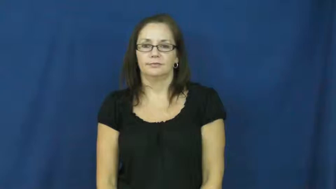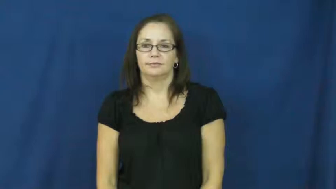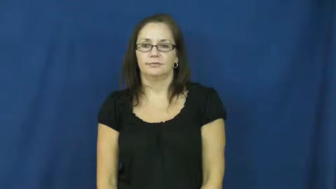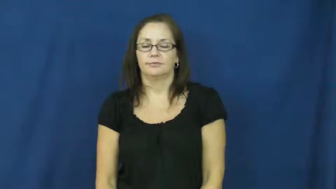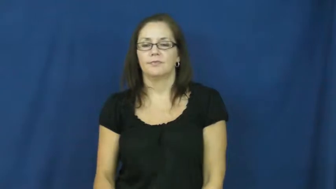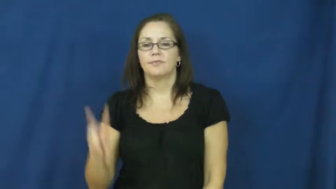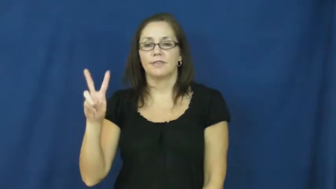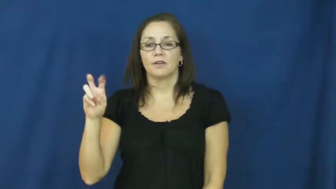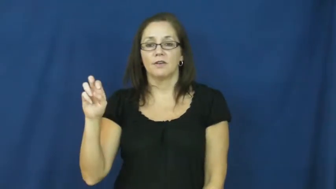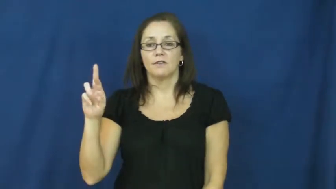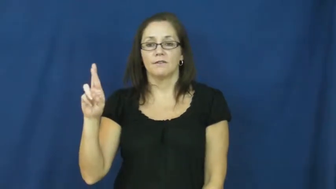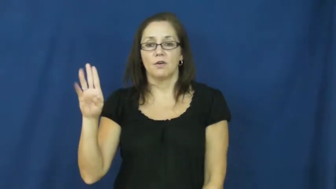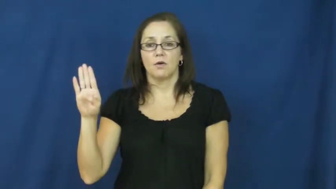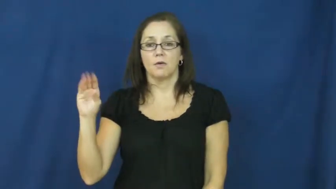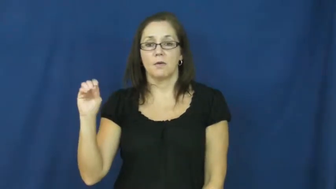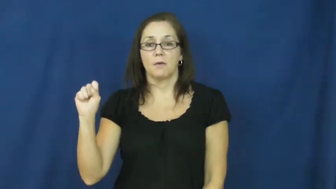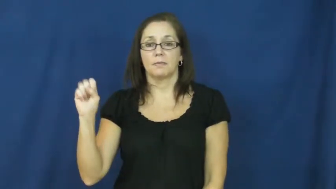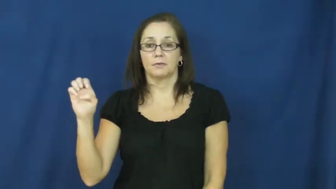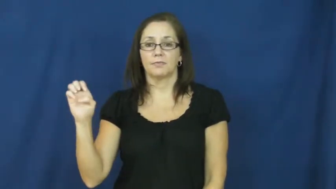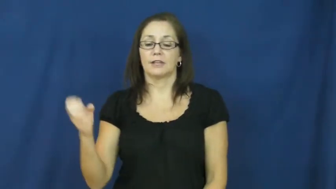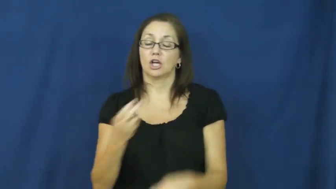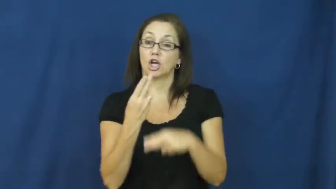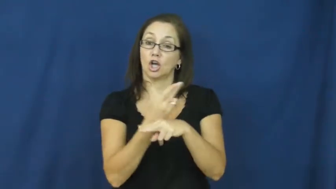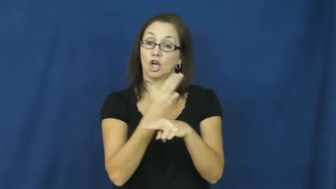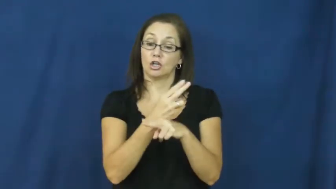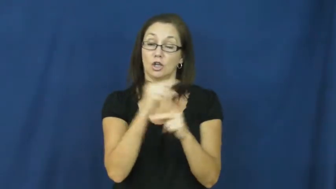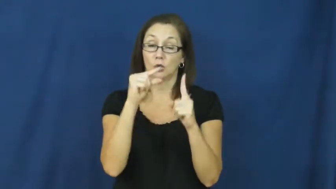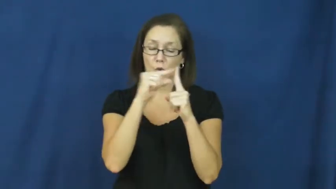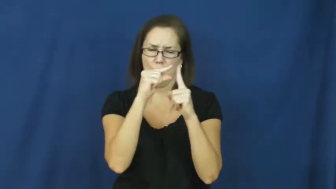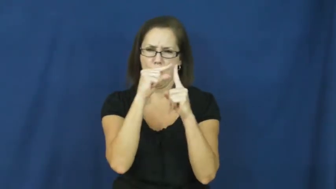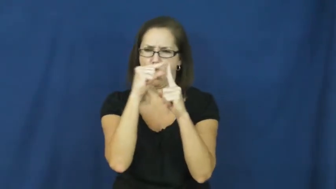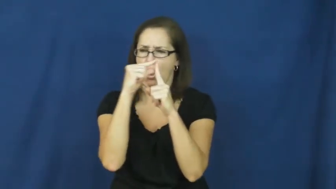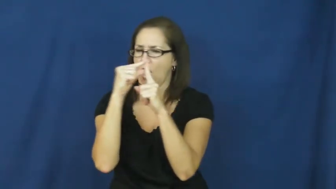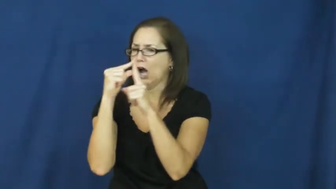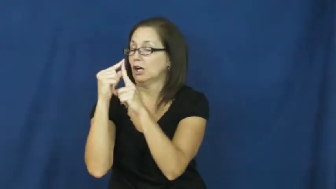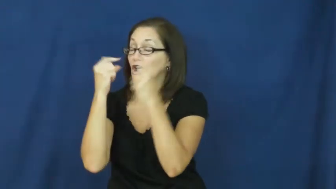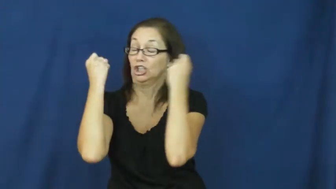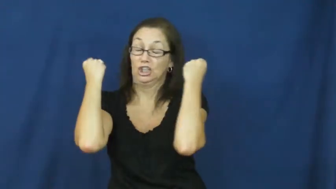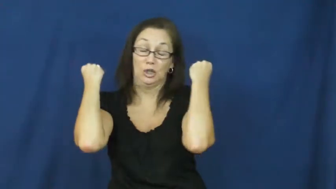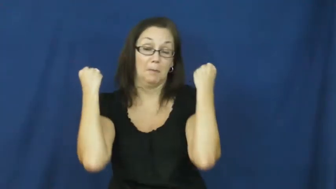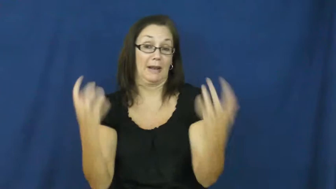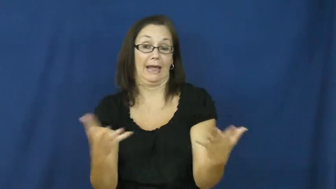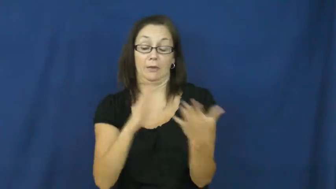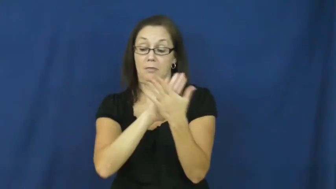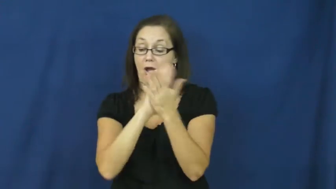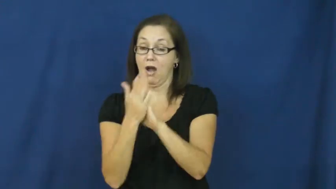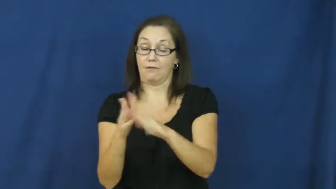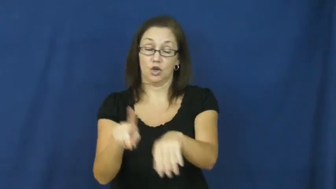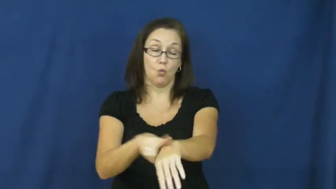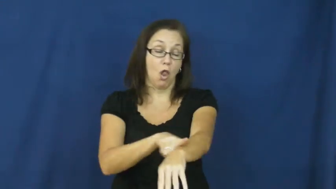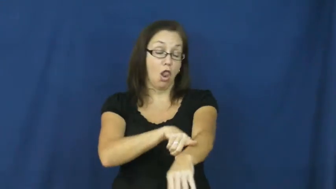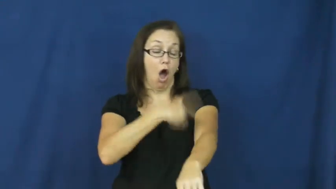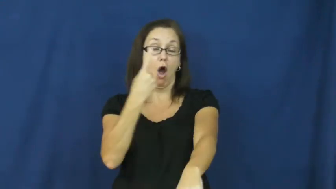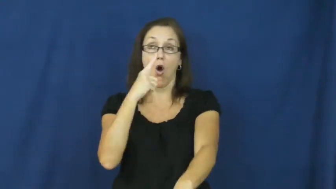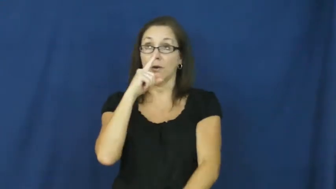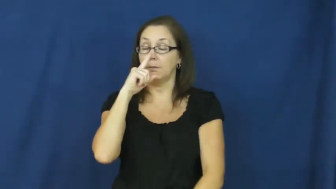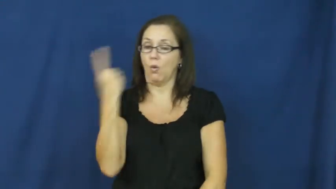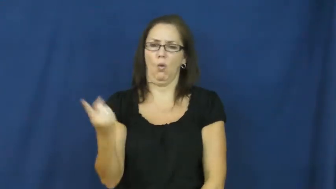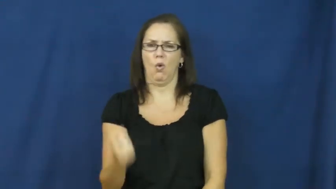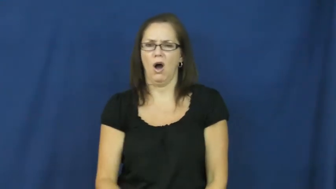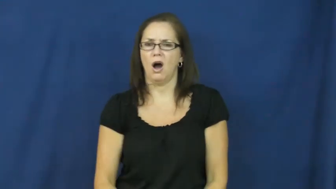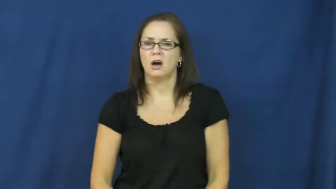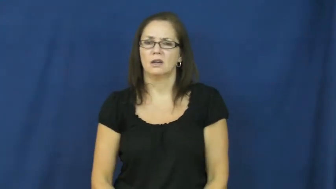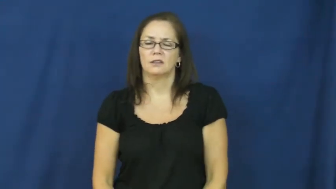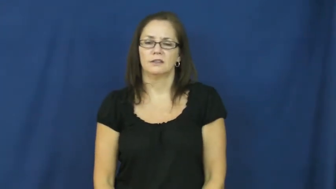verbose